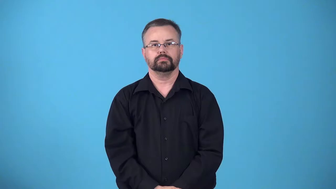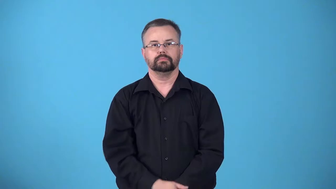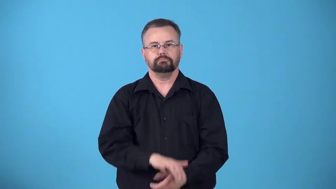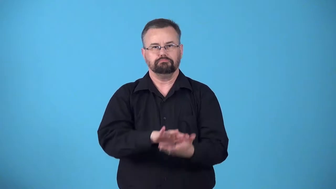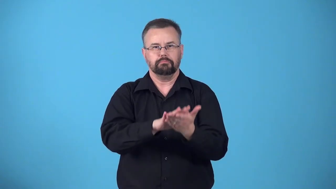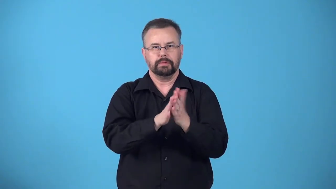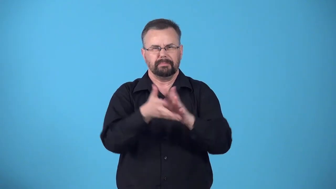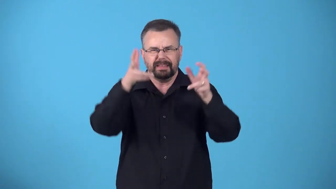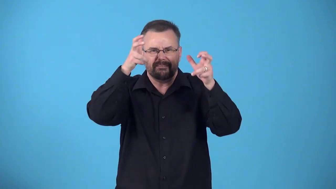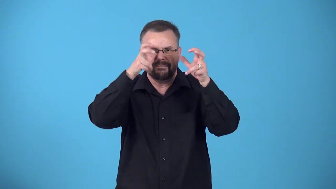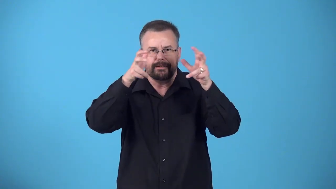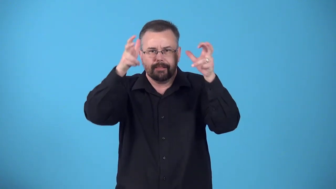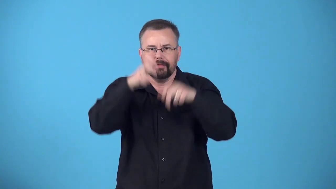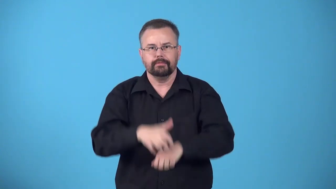devilize